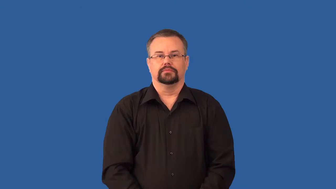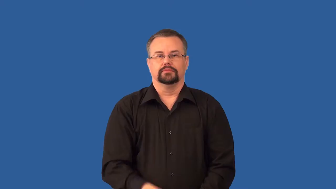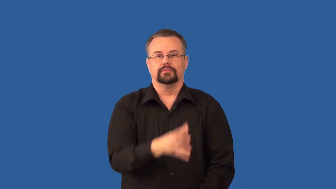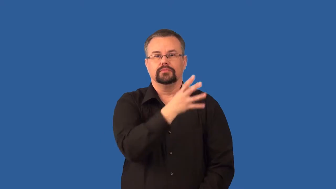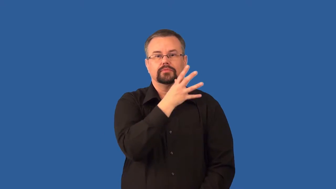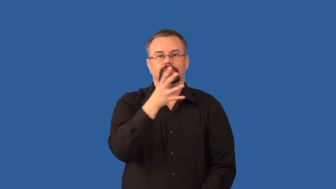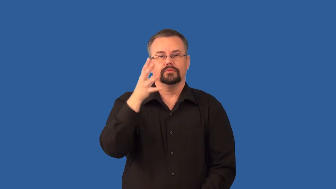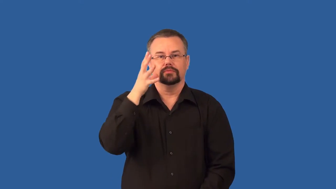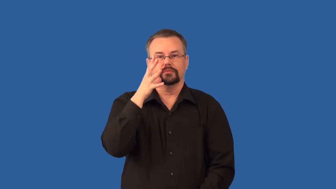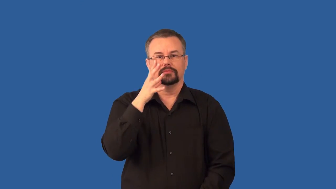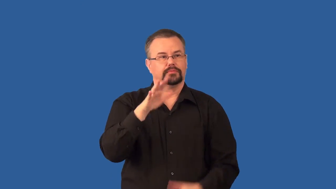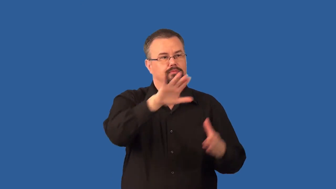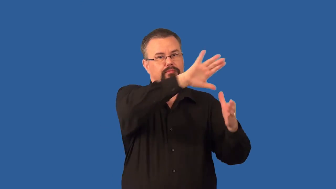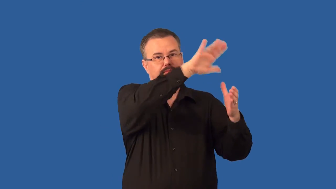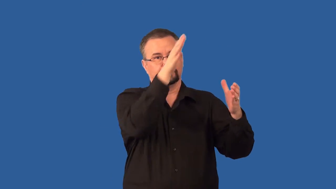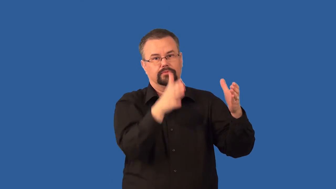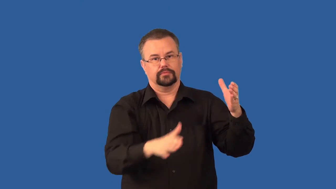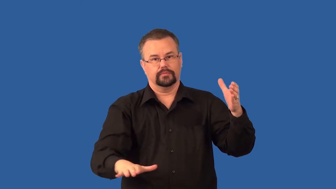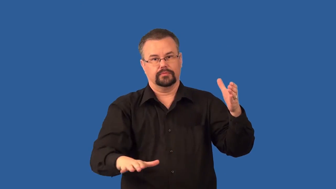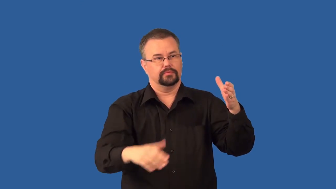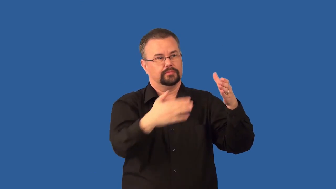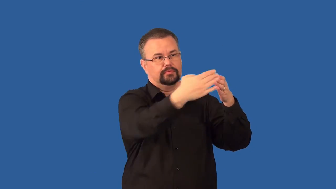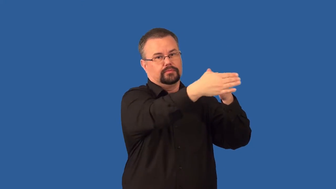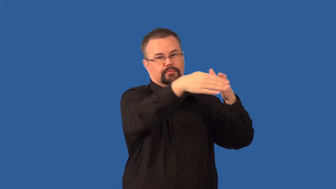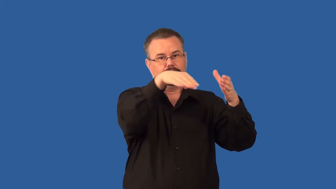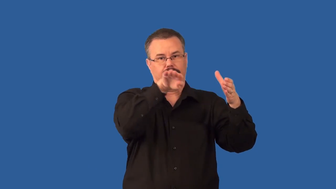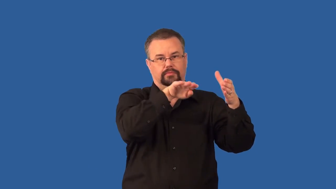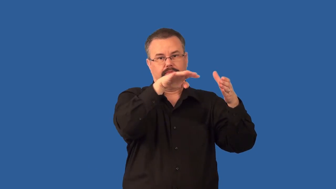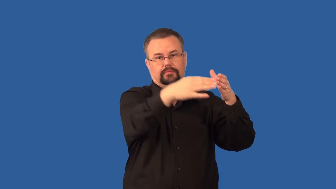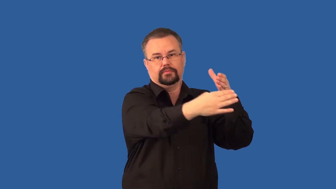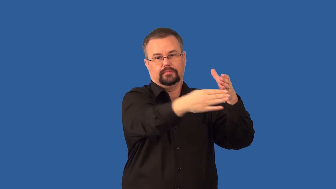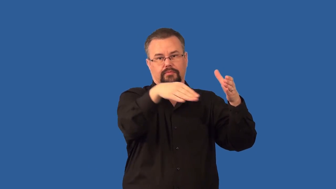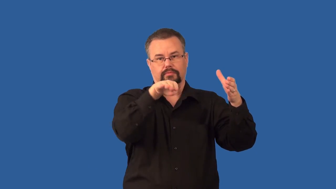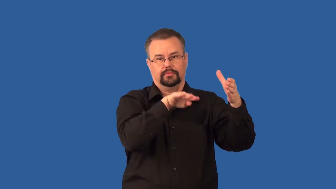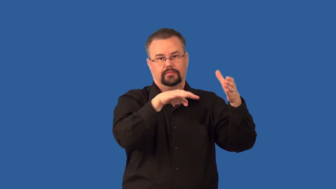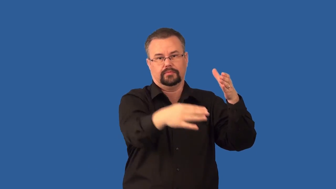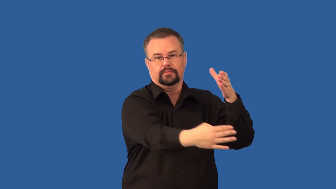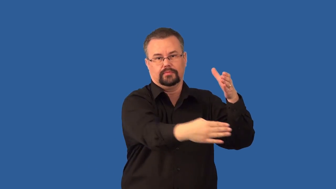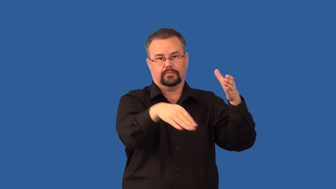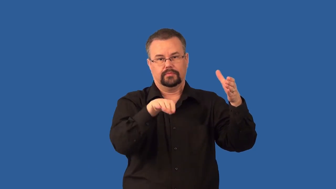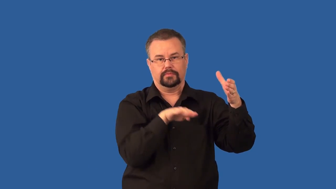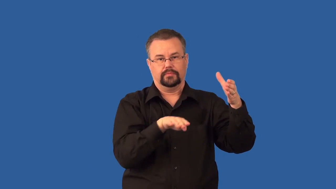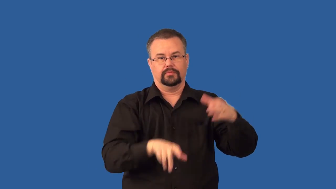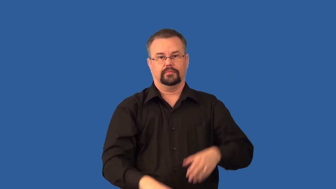terrace-verb